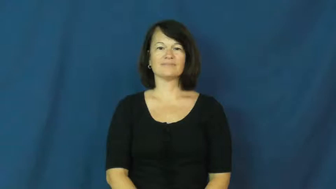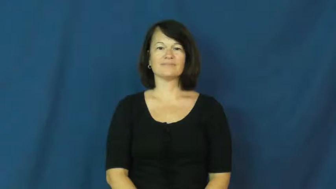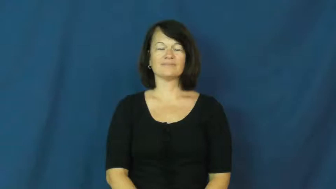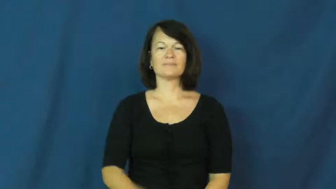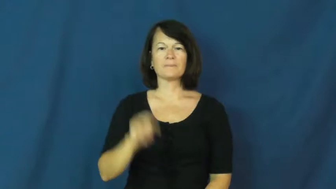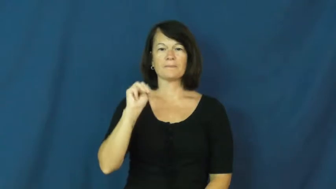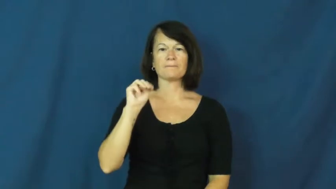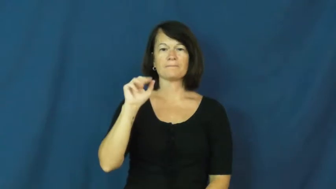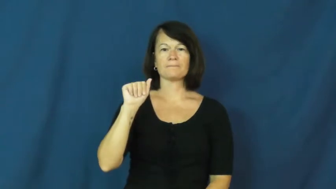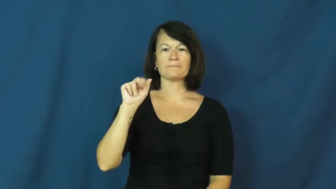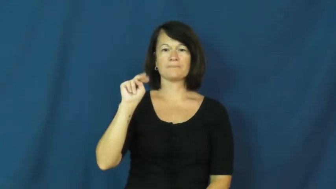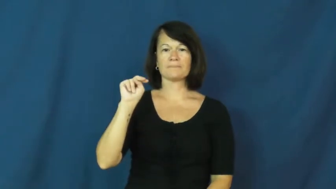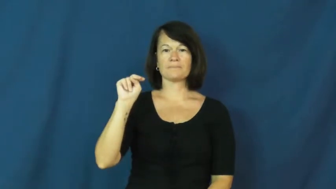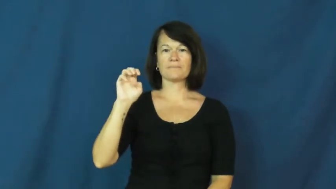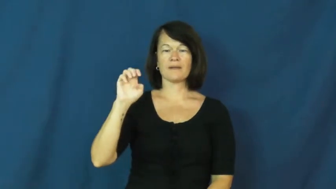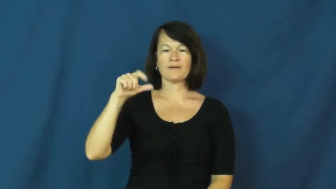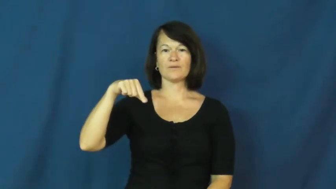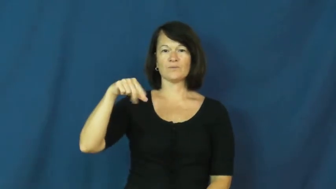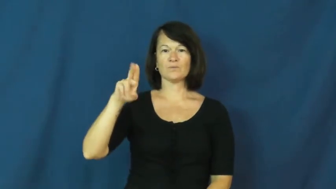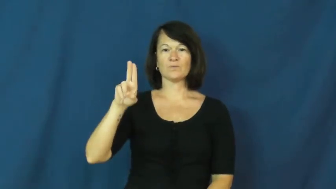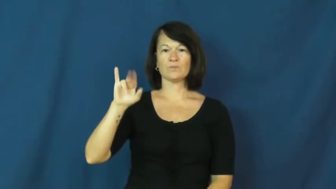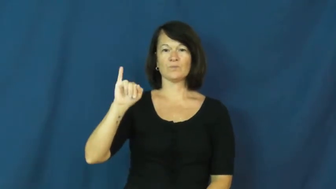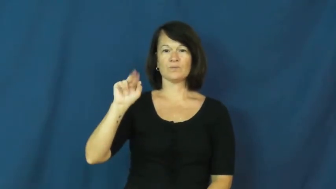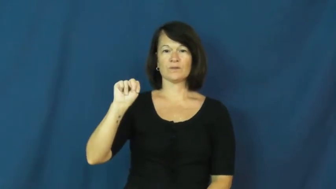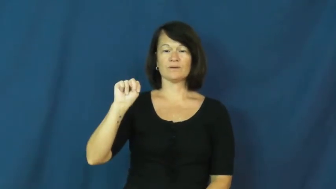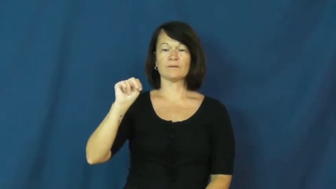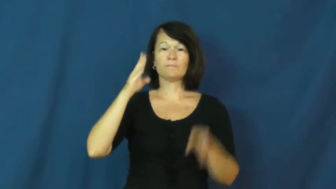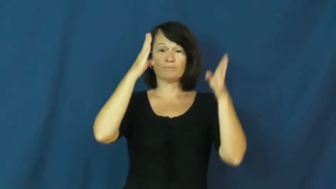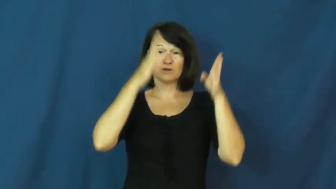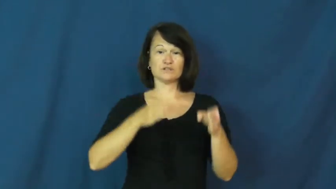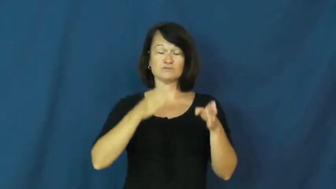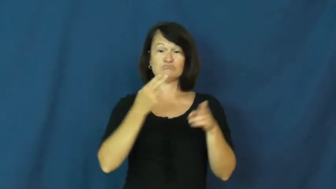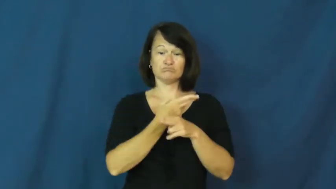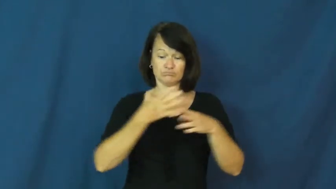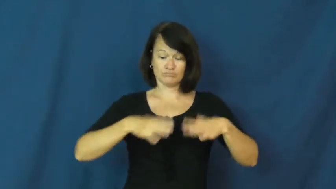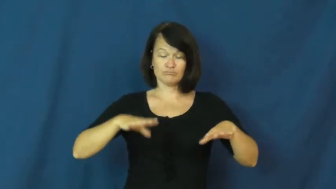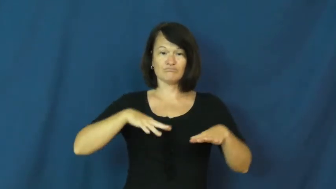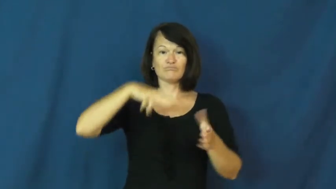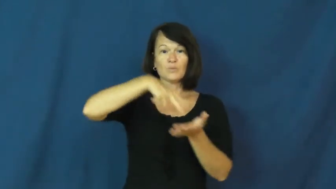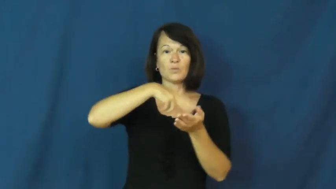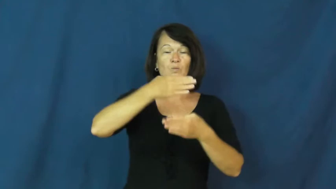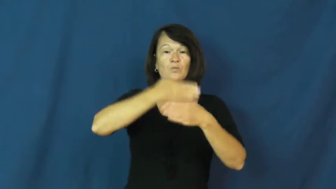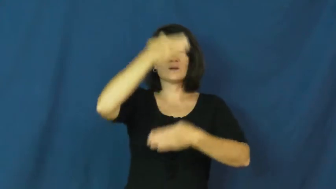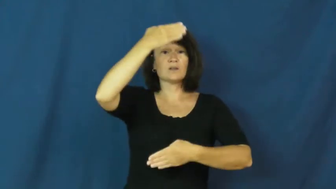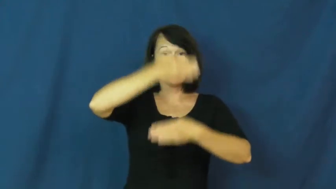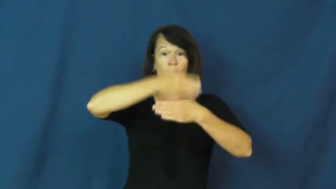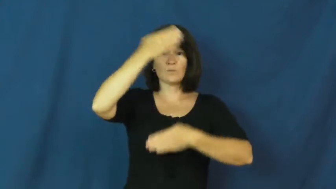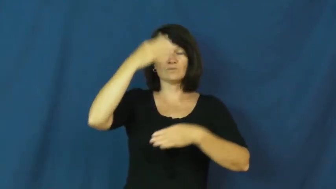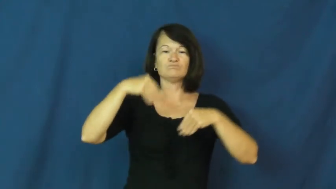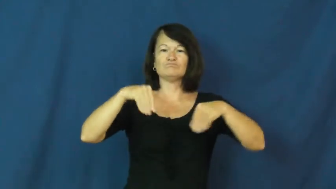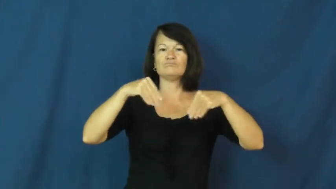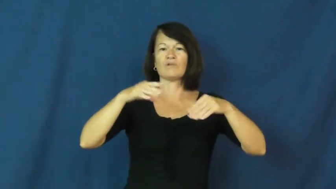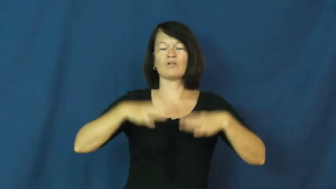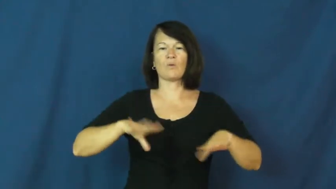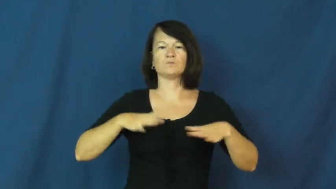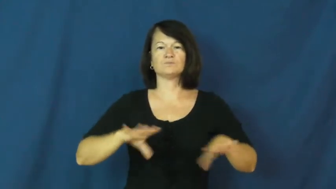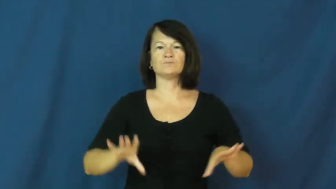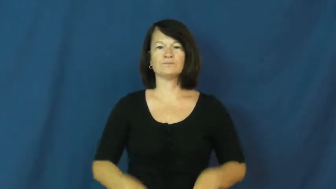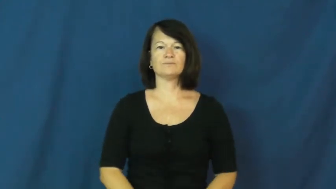mannequin